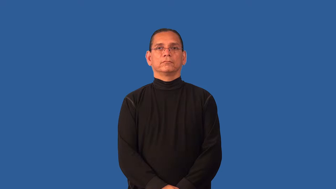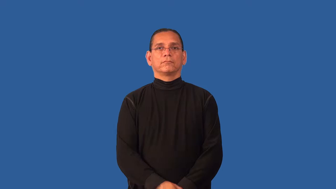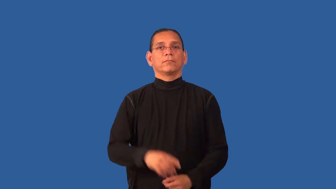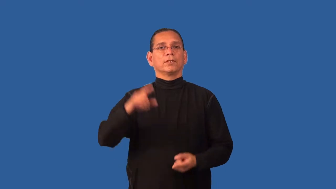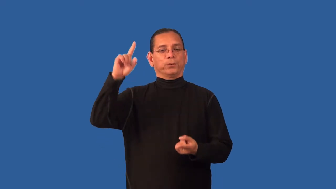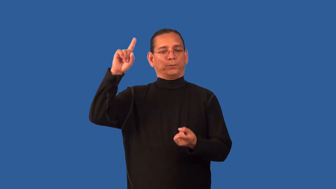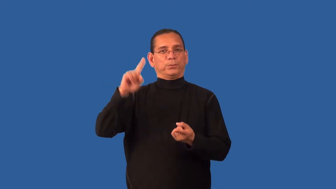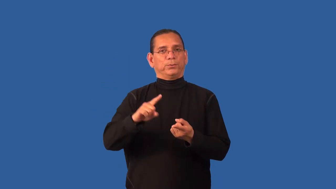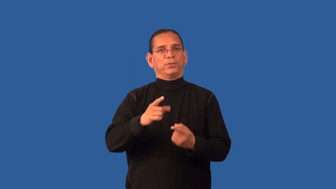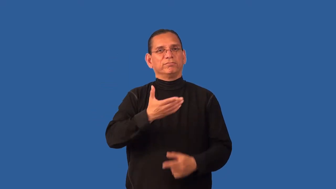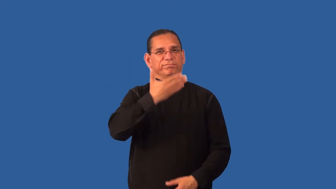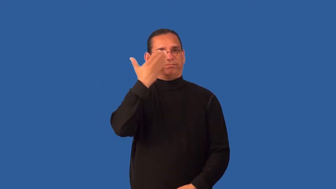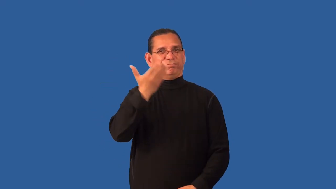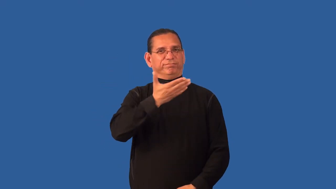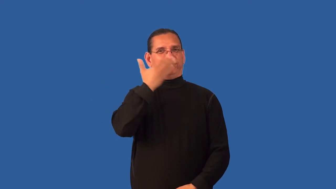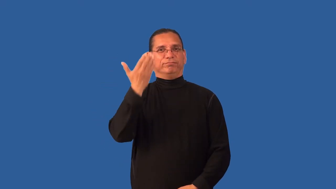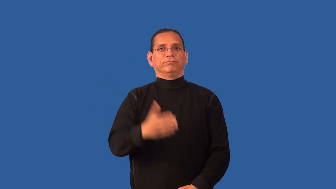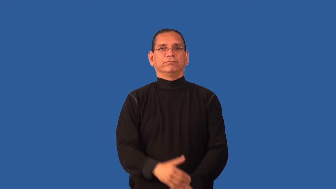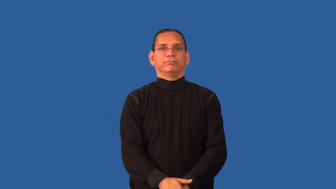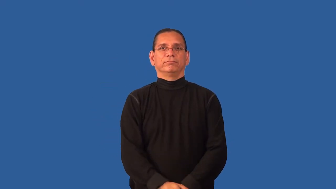deodorize